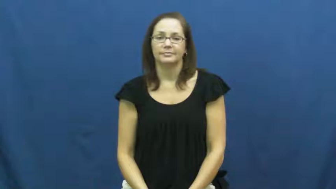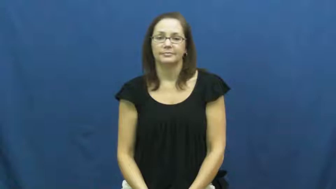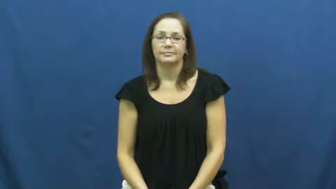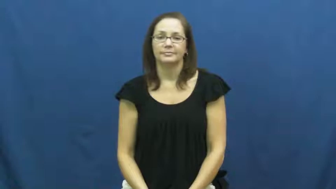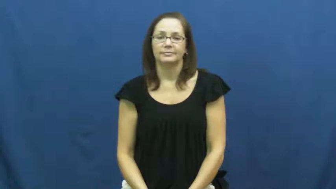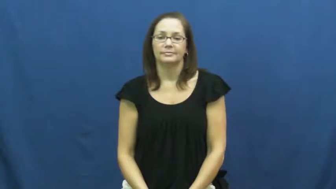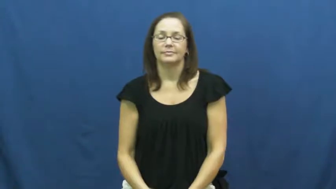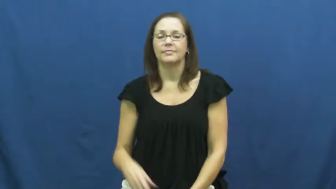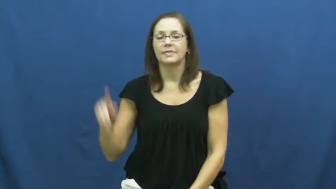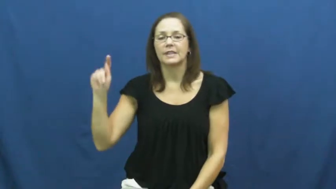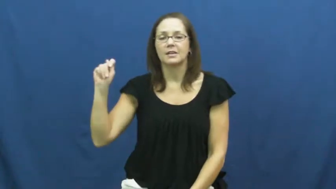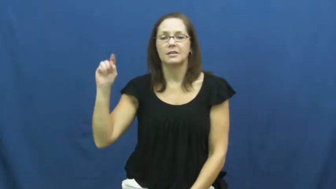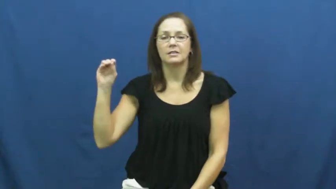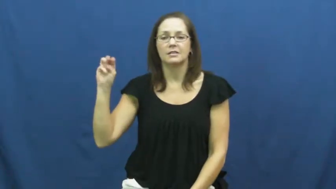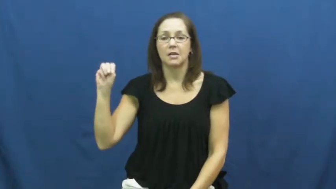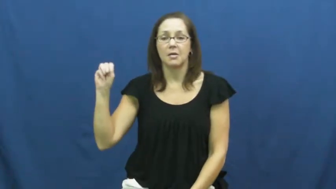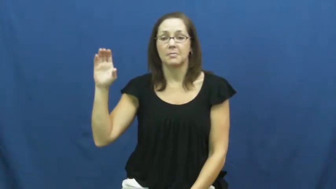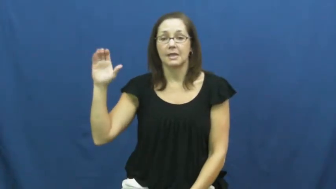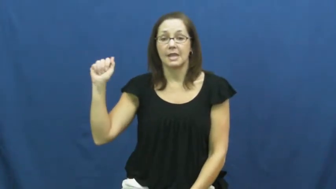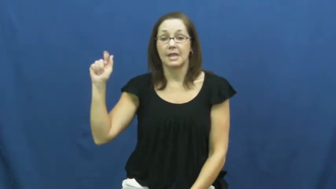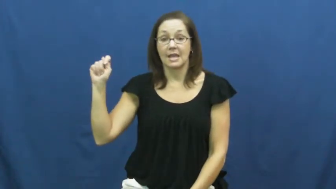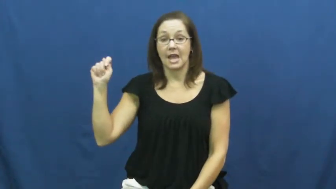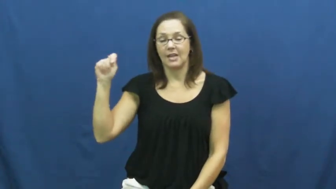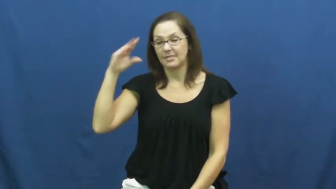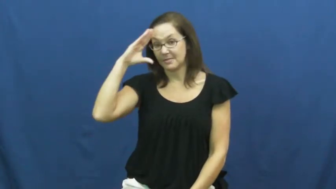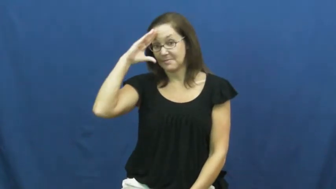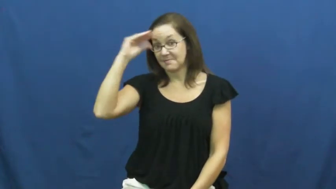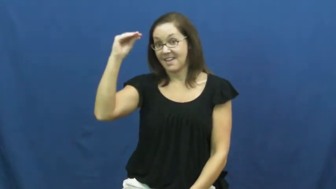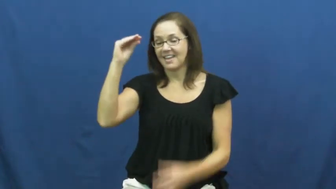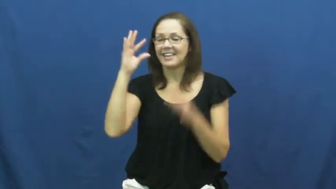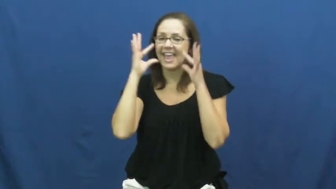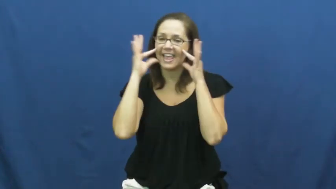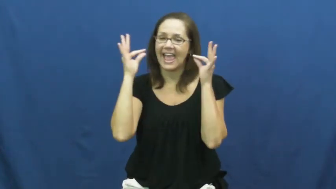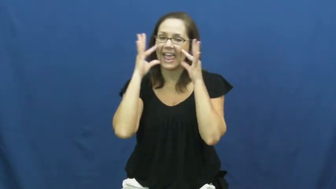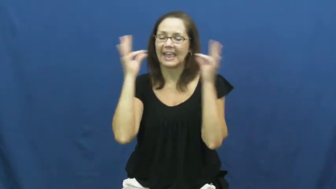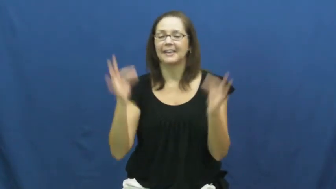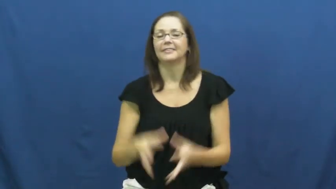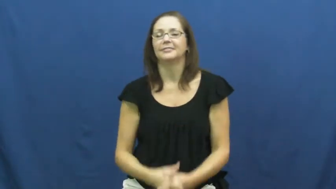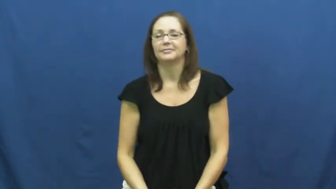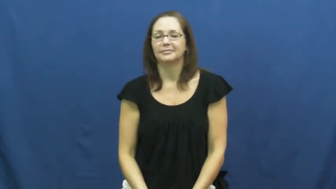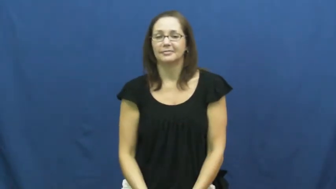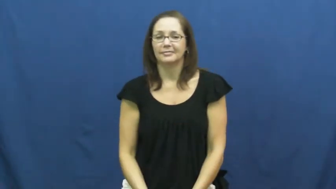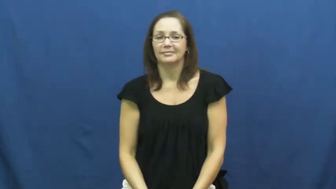tomcat